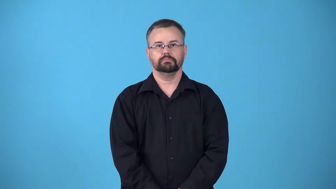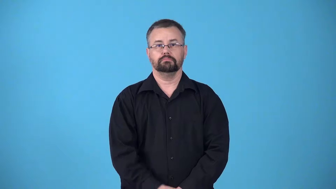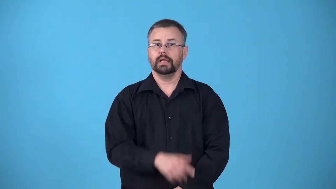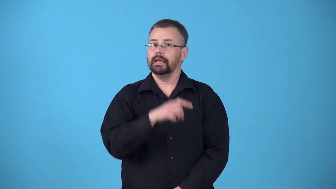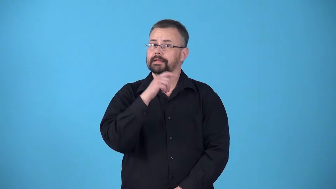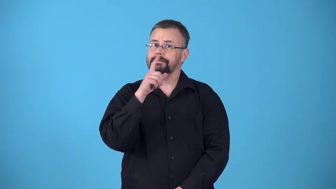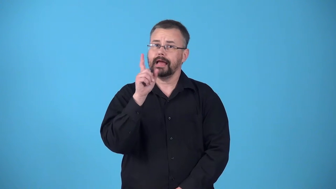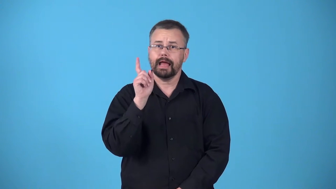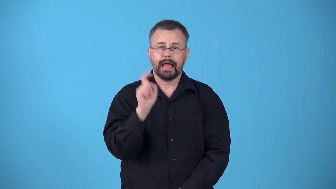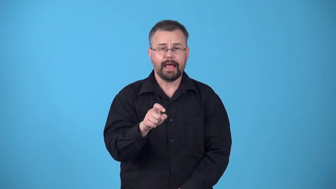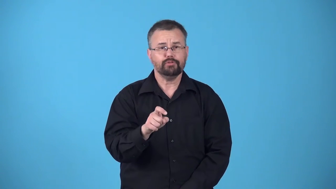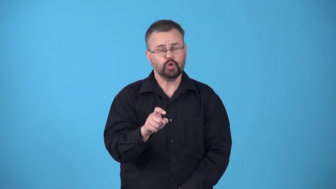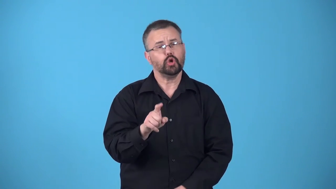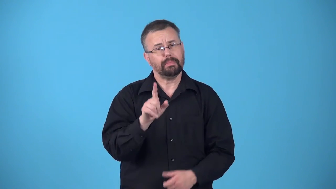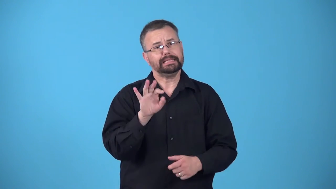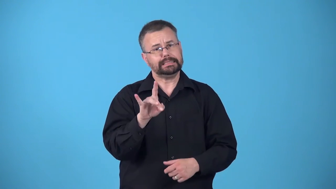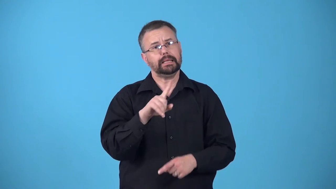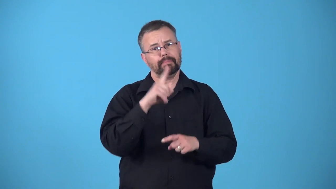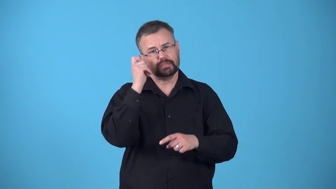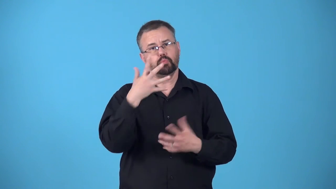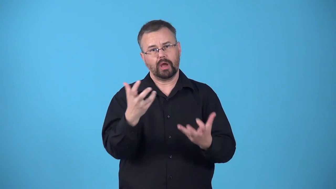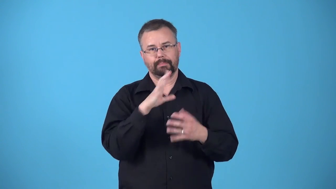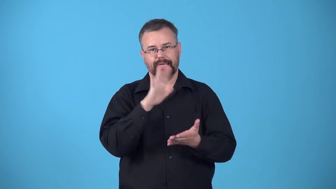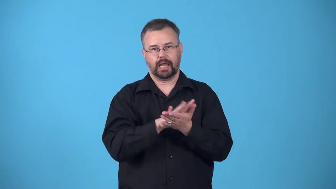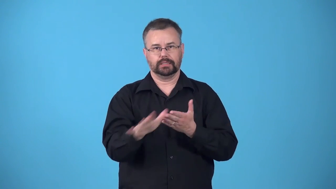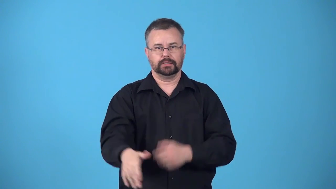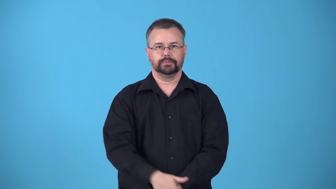big-doing something unnecessary because you are nice